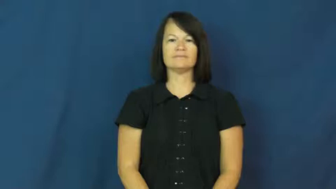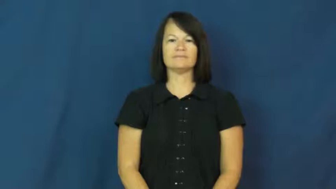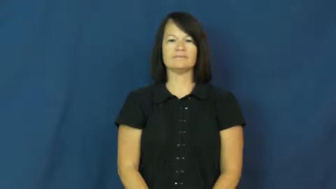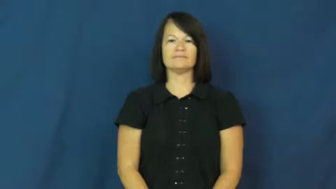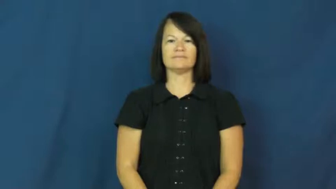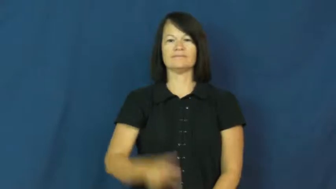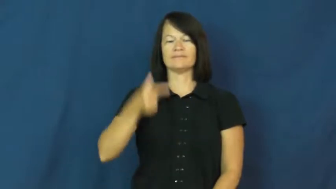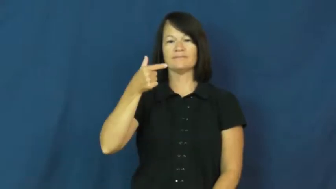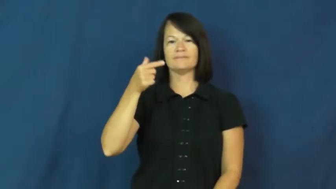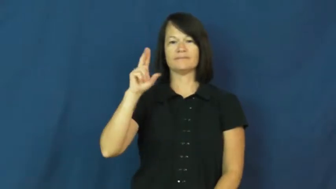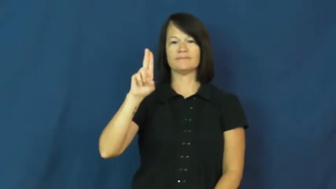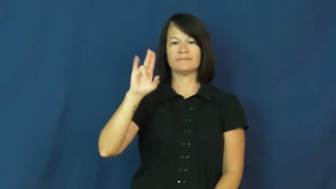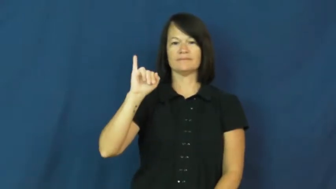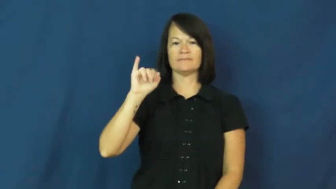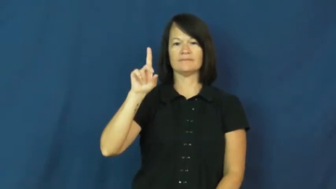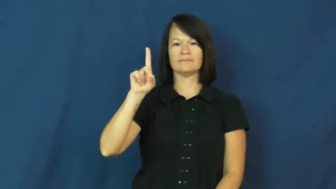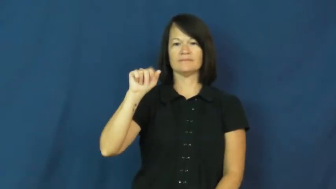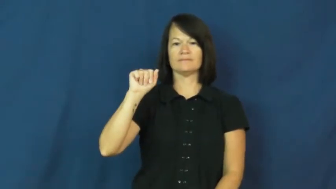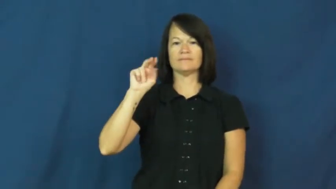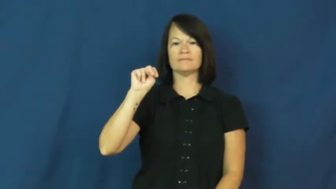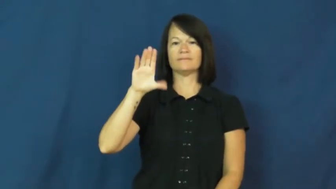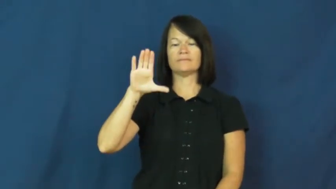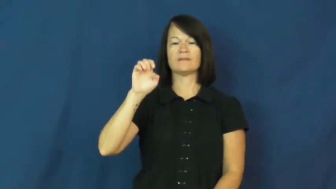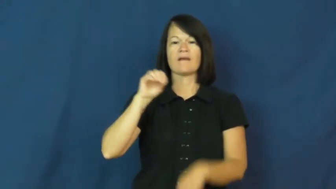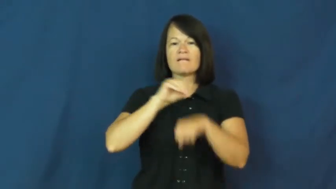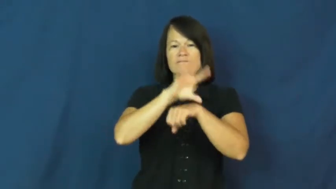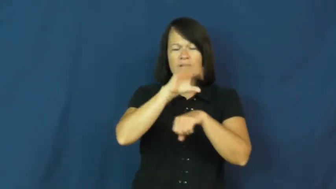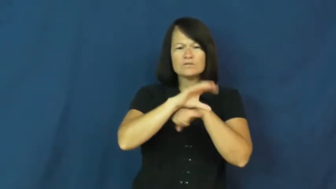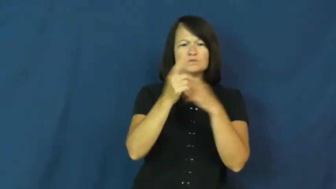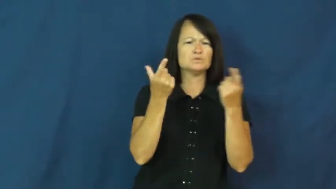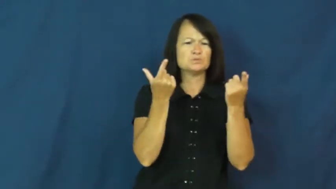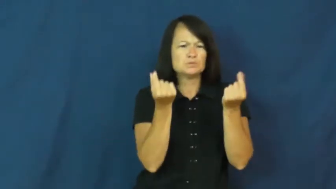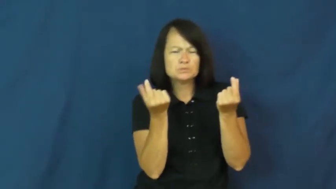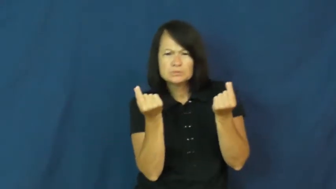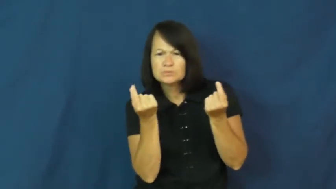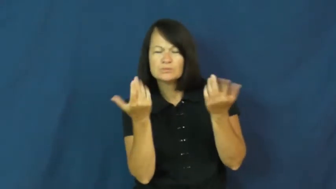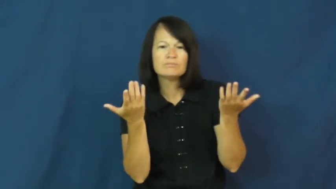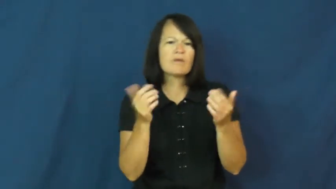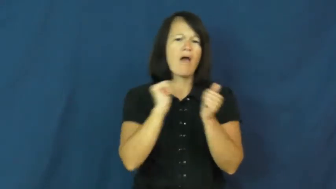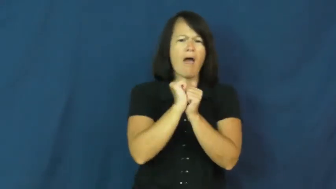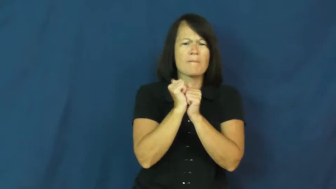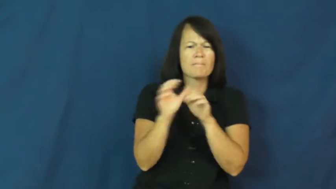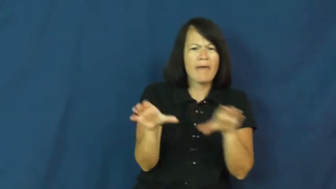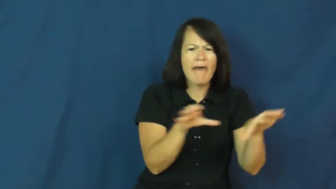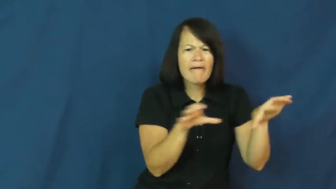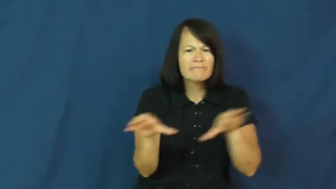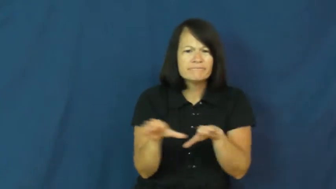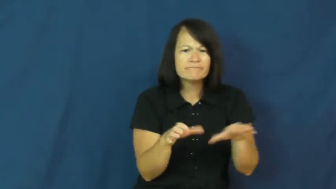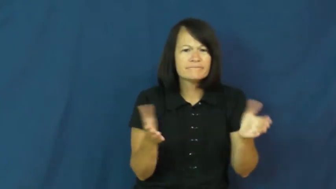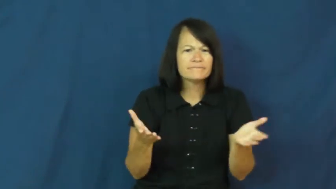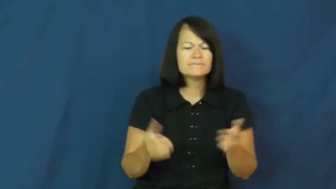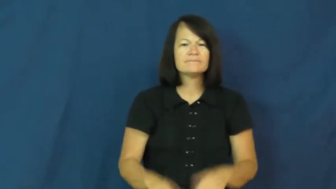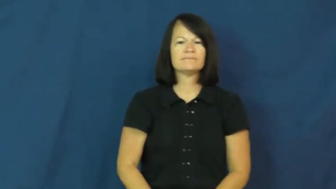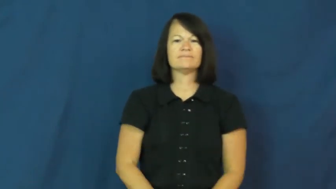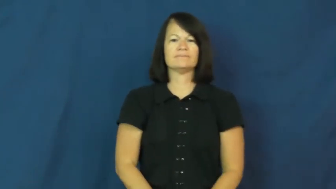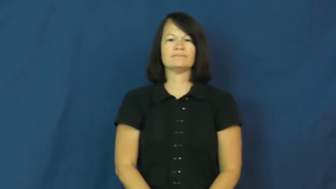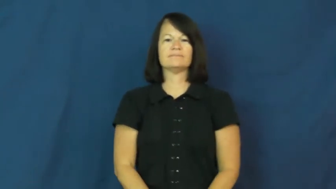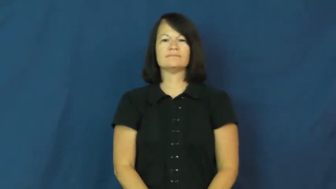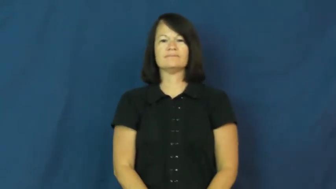guidance